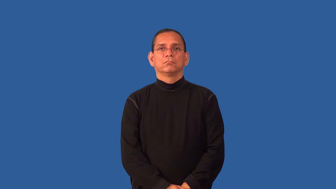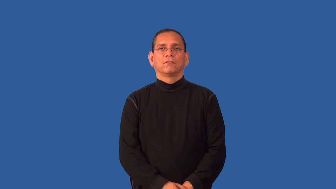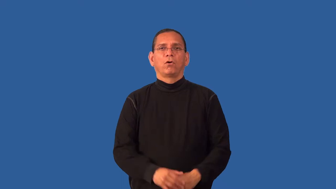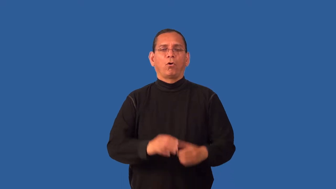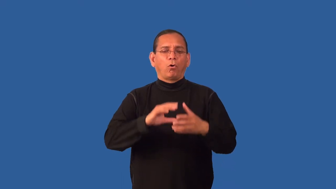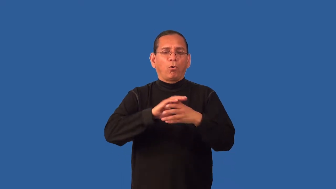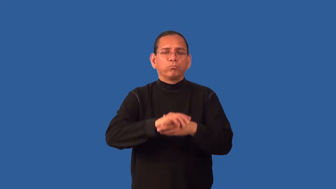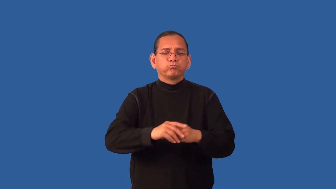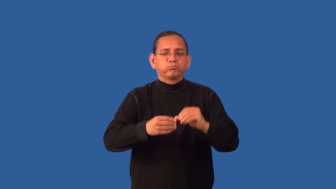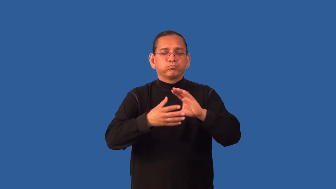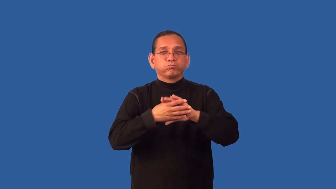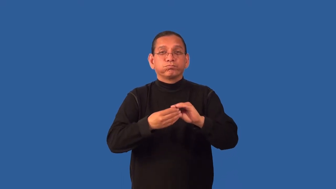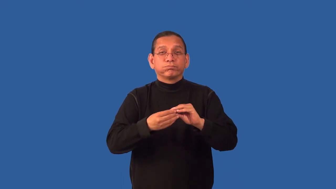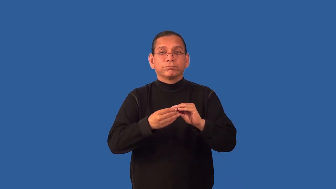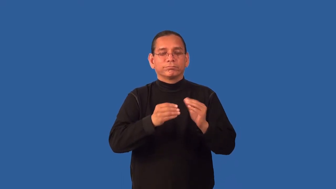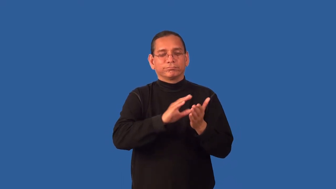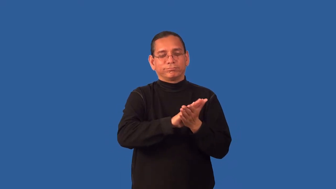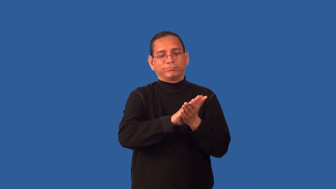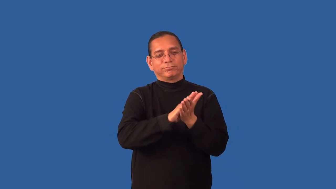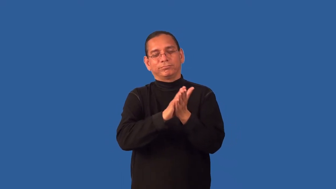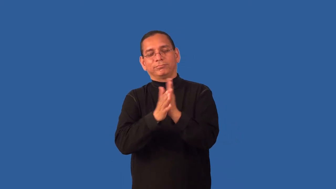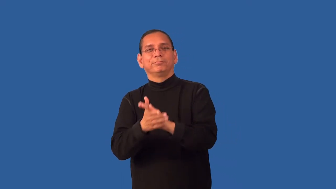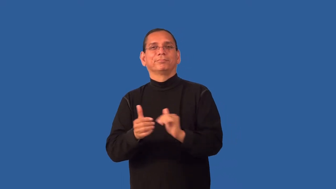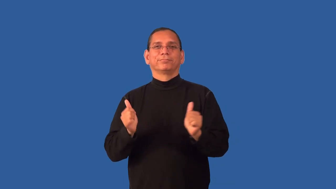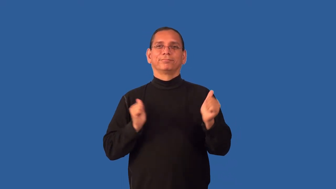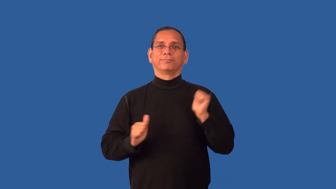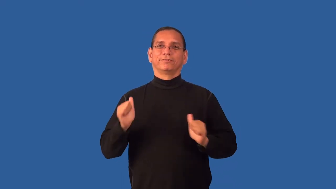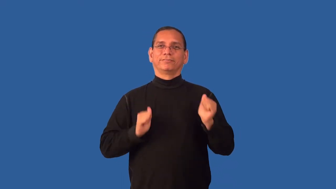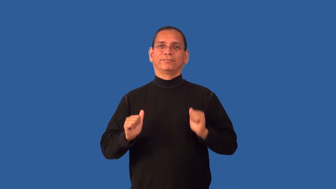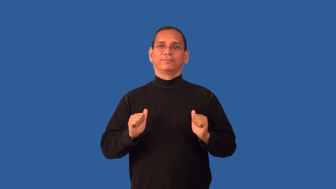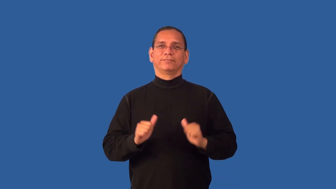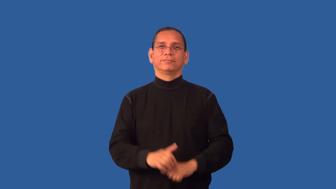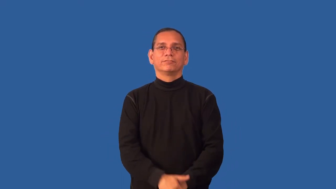dramatize-make into a play